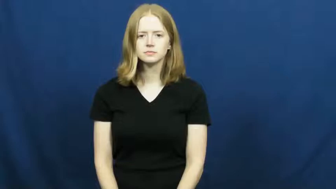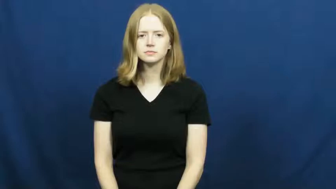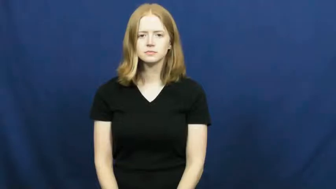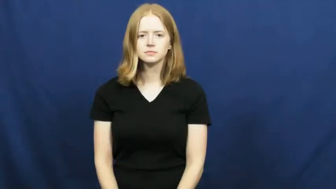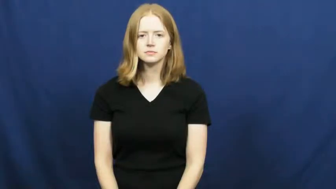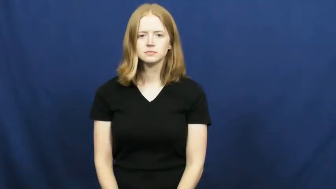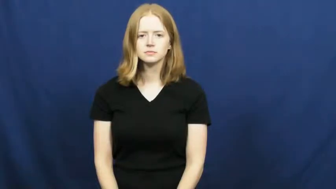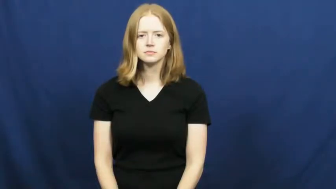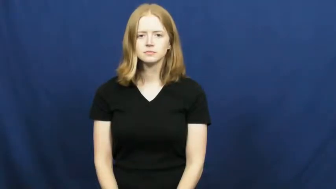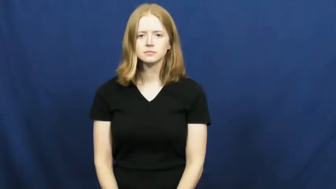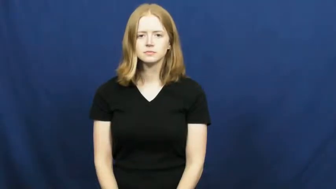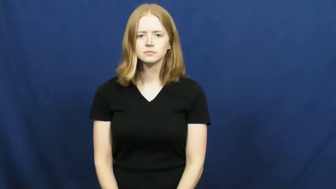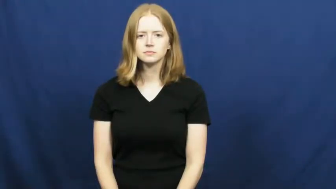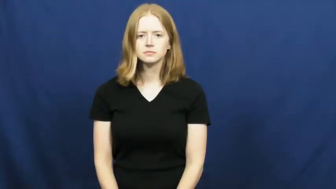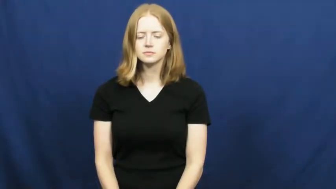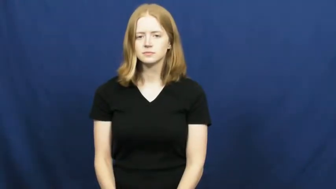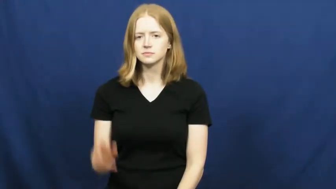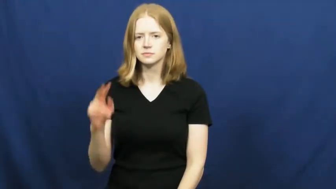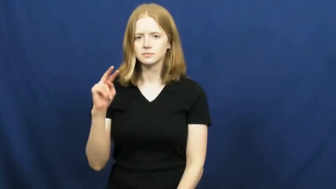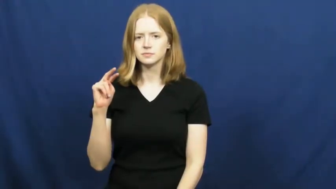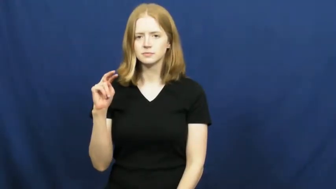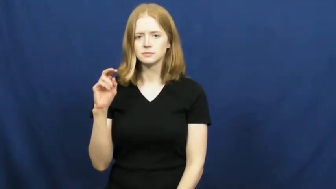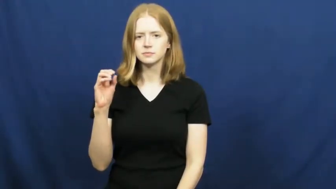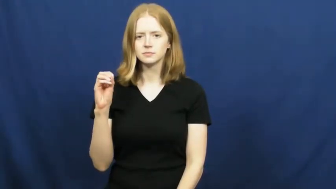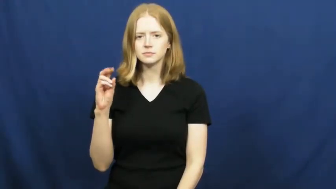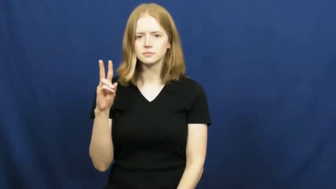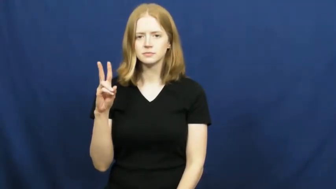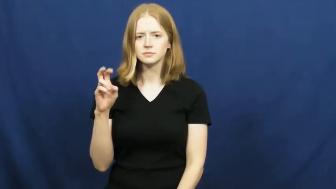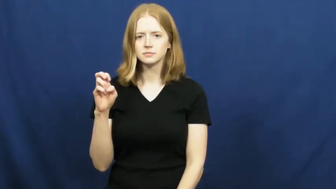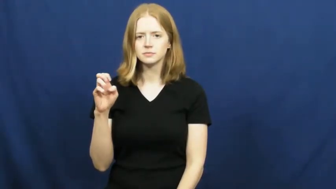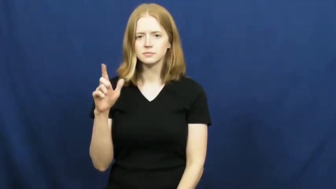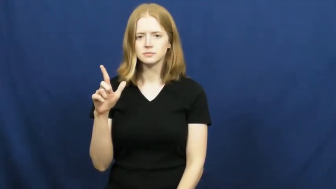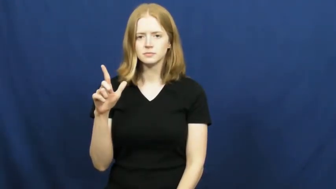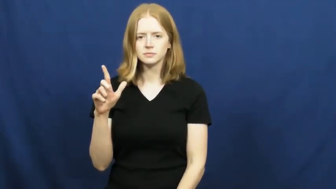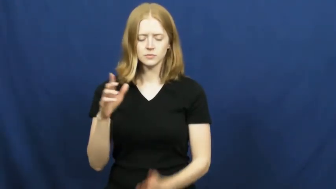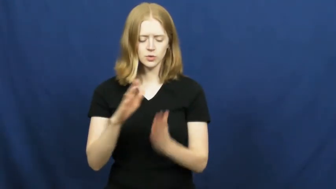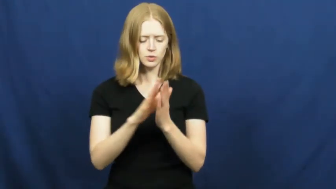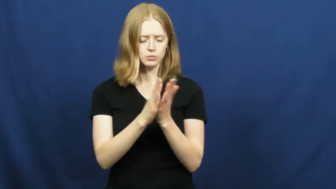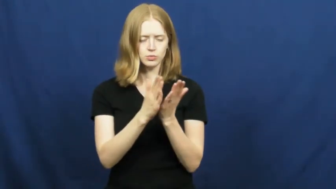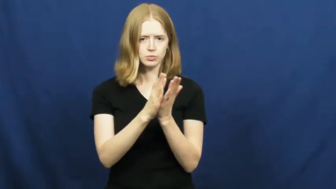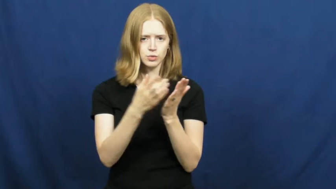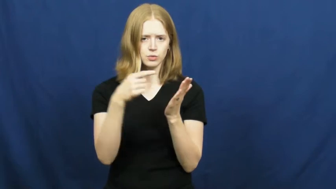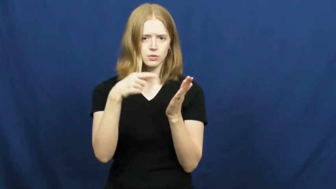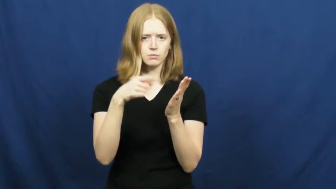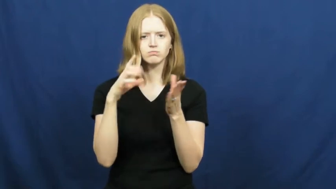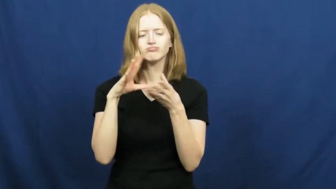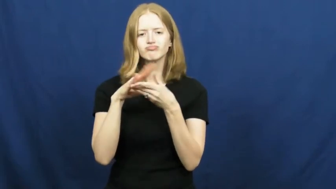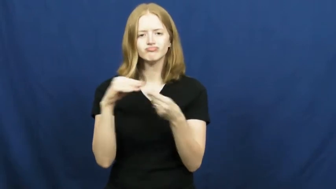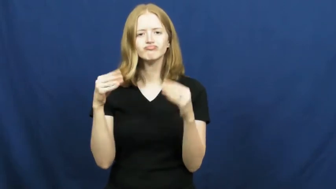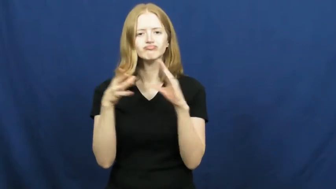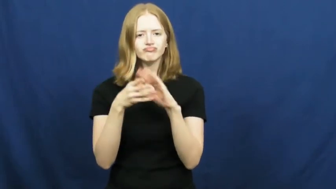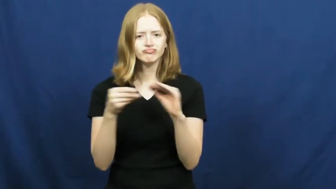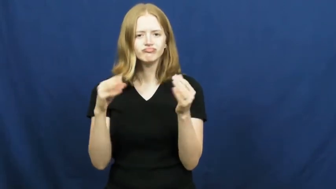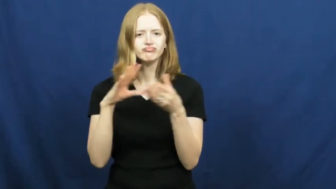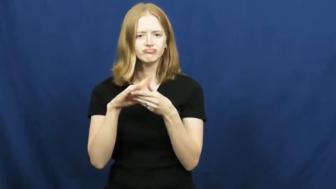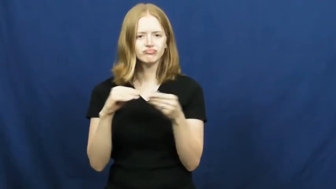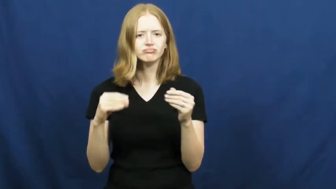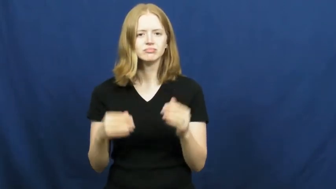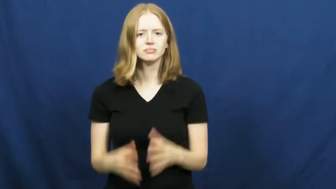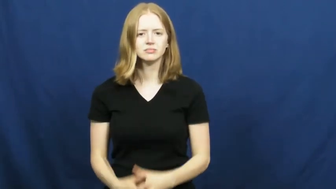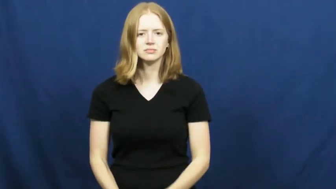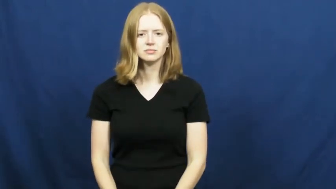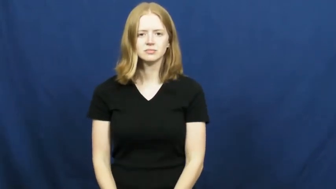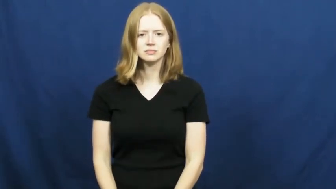novel-book